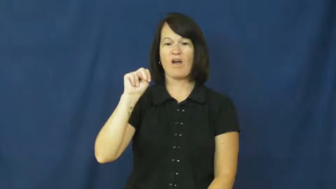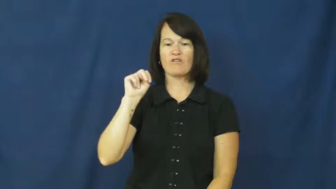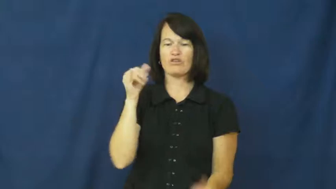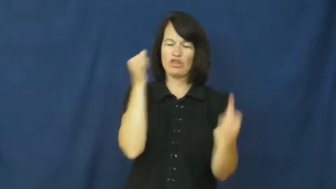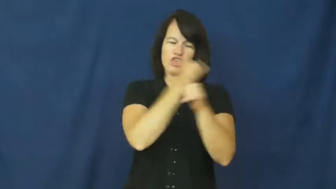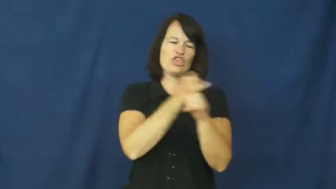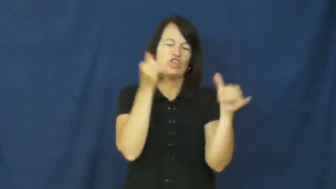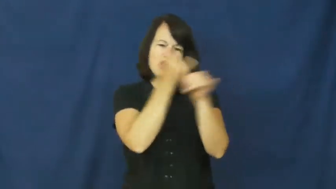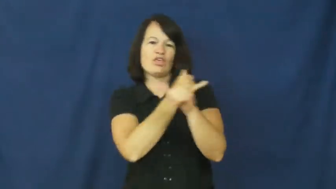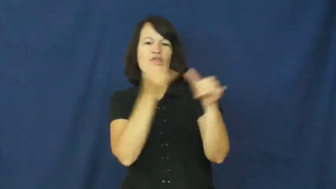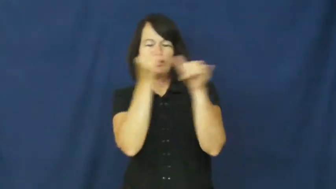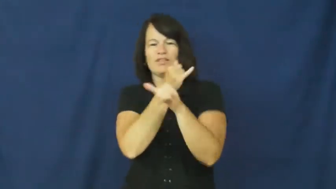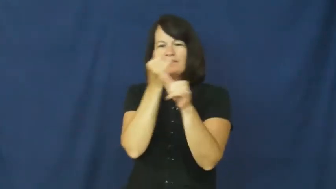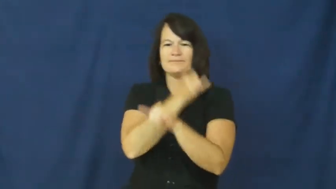play around